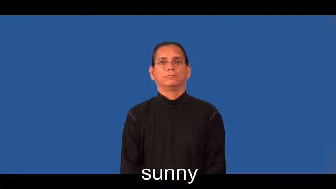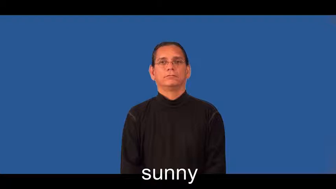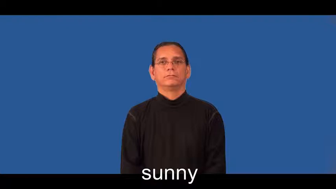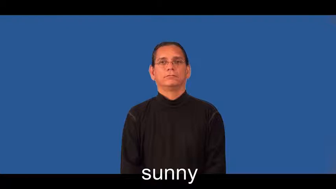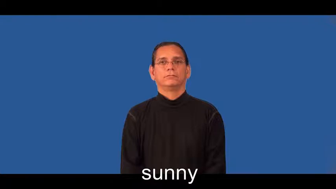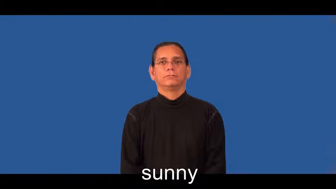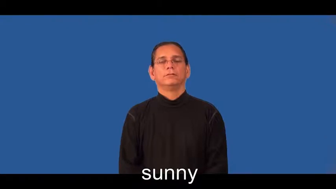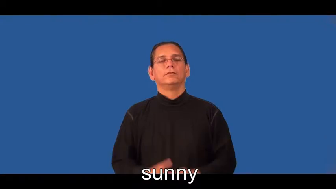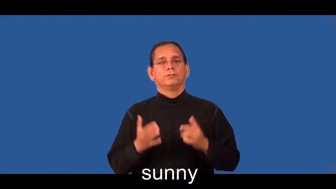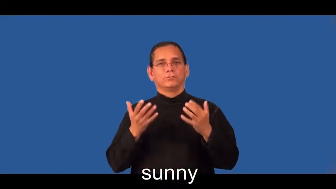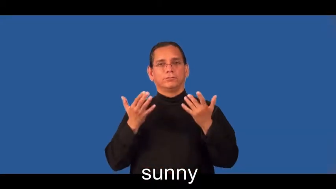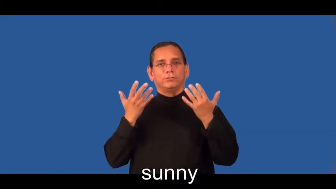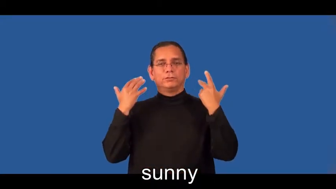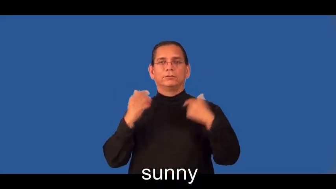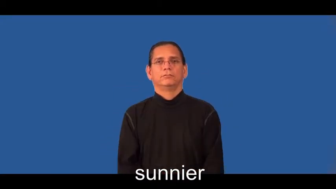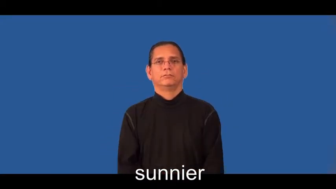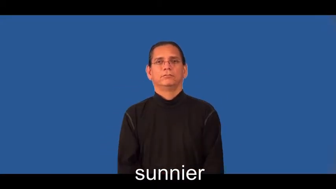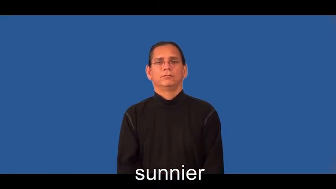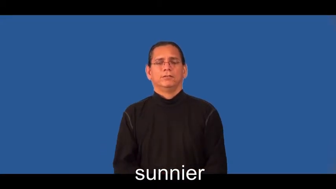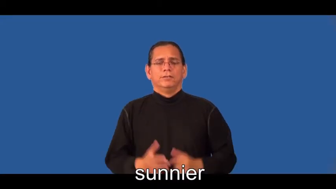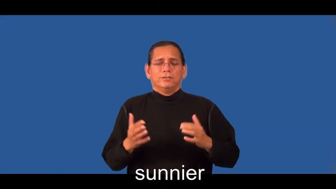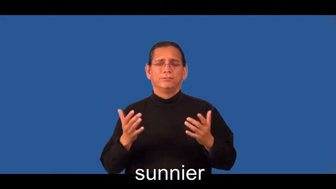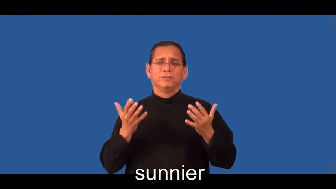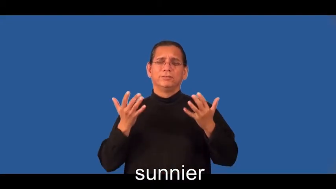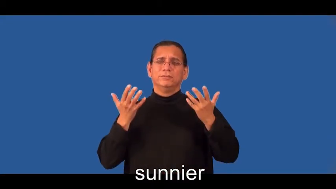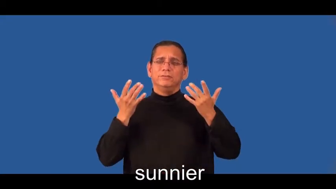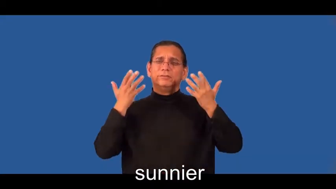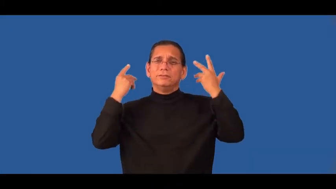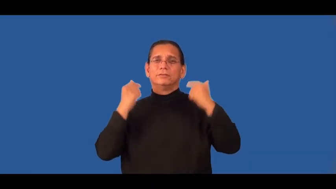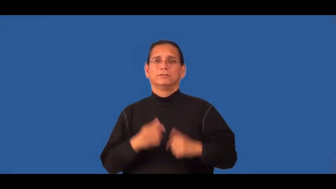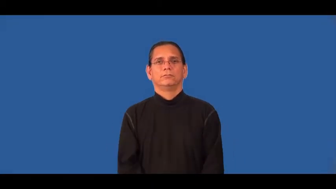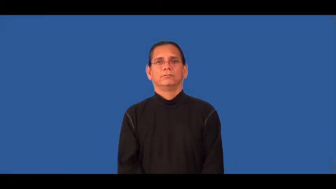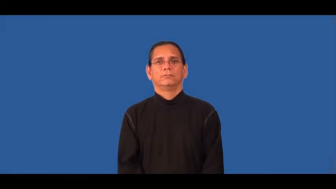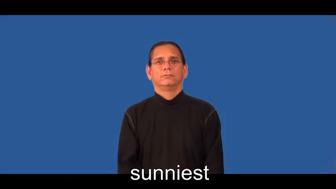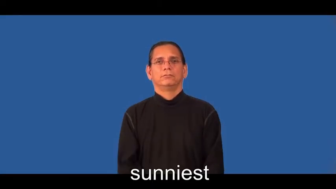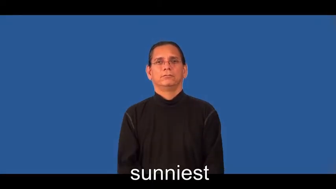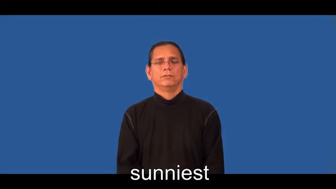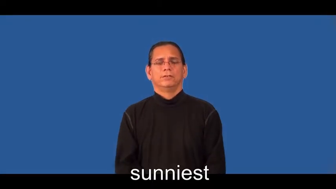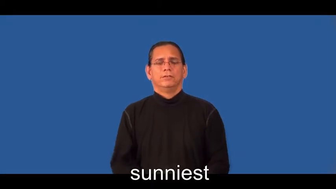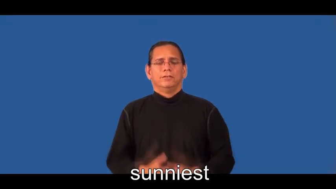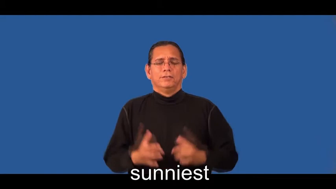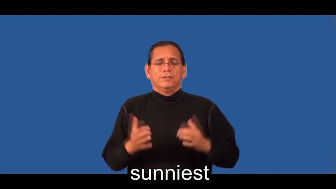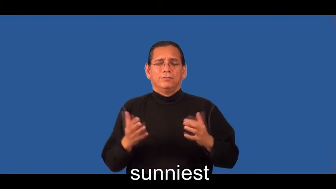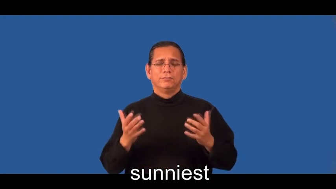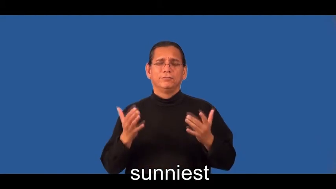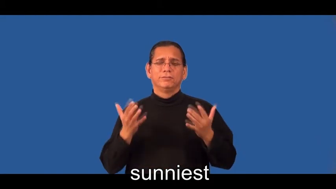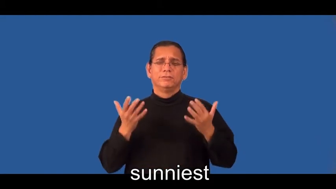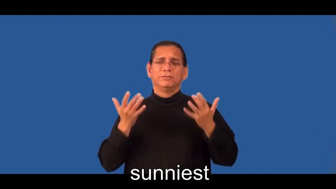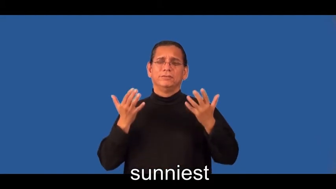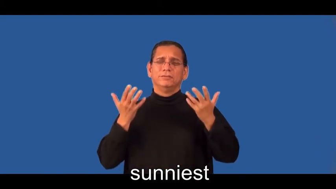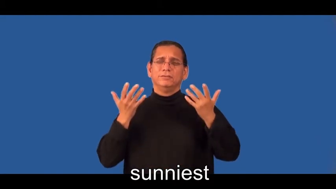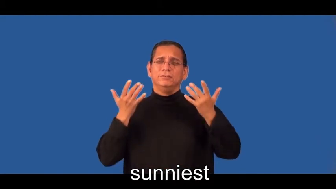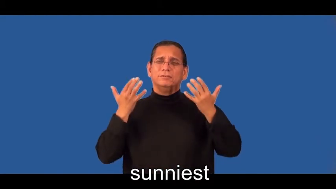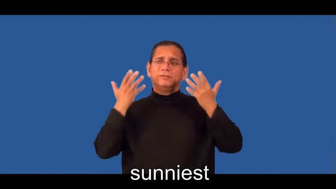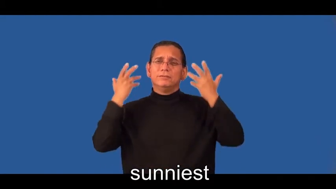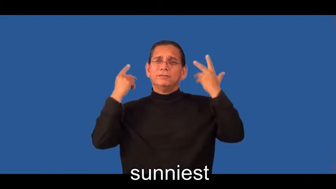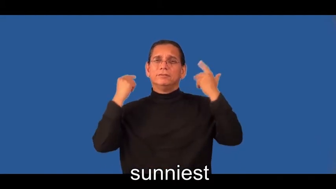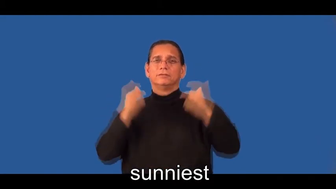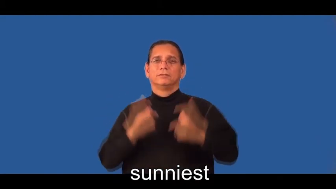sunnier,sunniest-pleasant